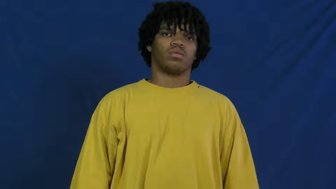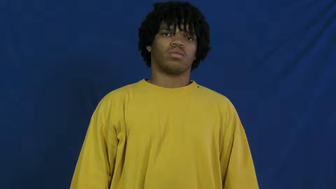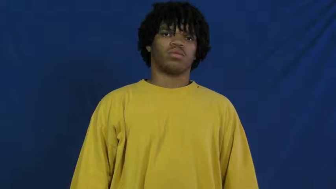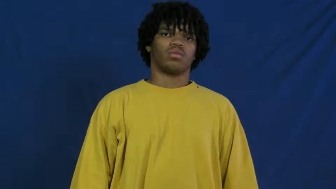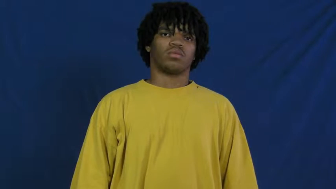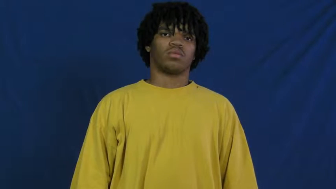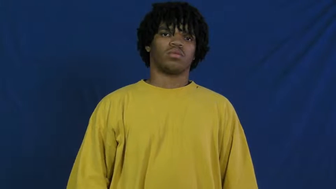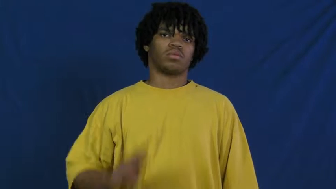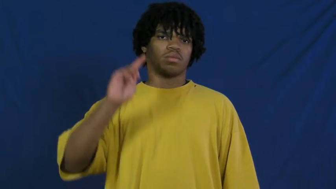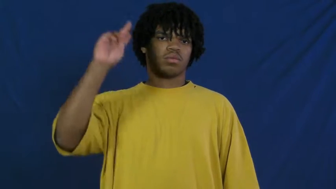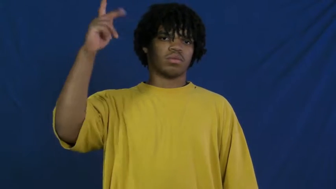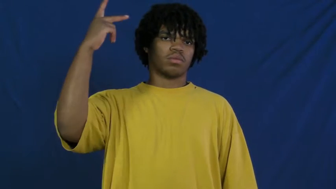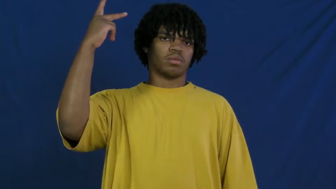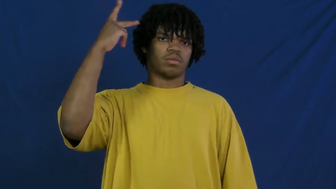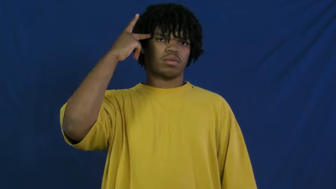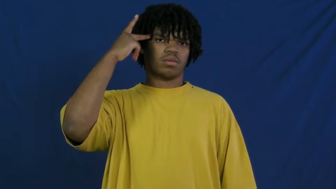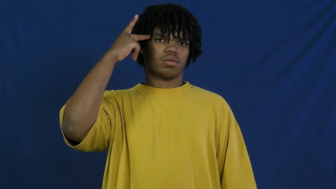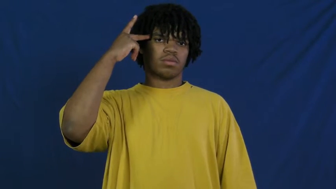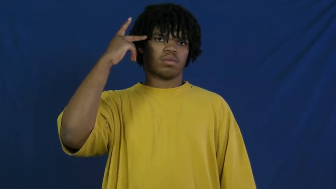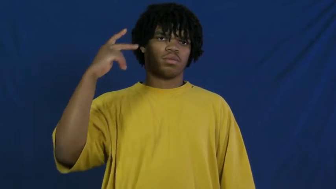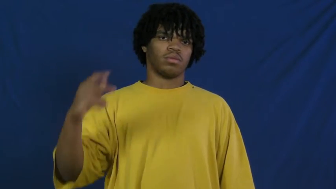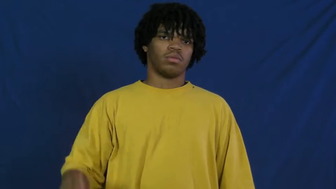politics